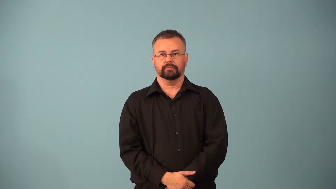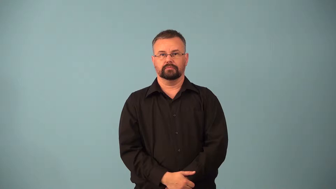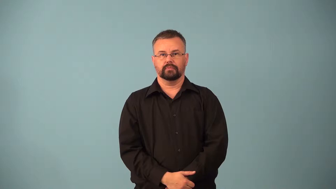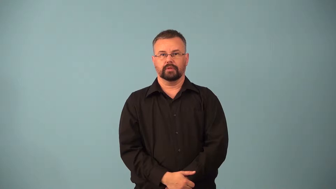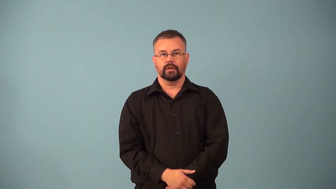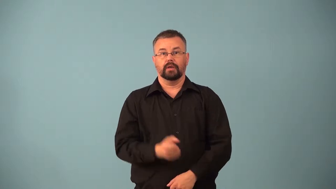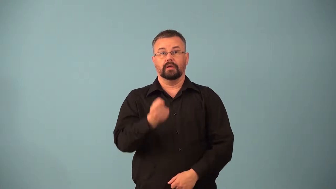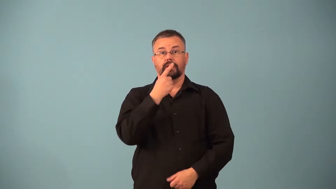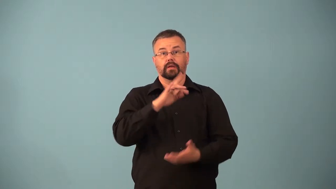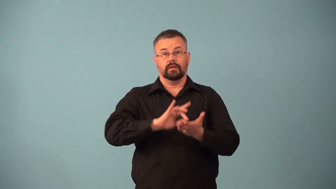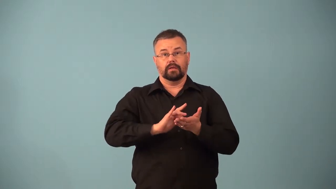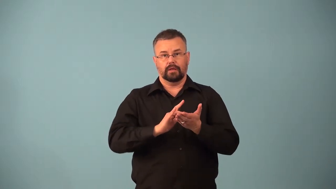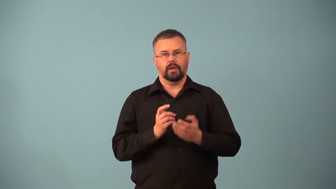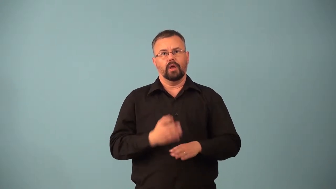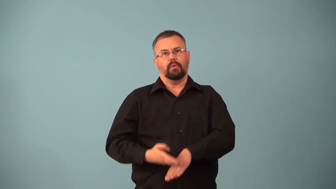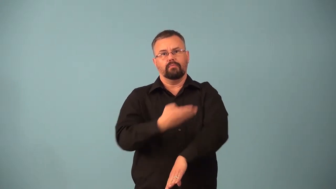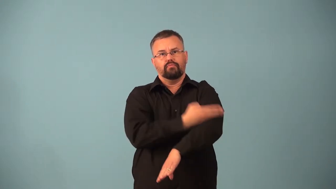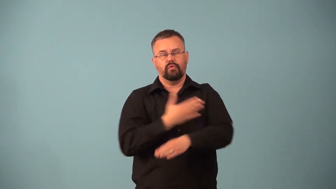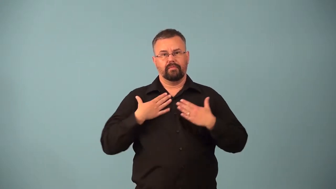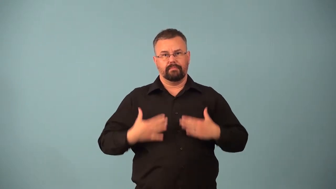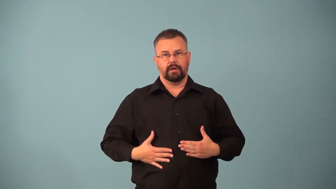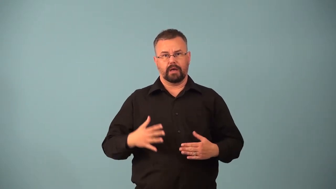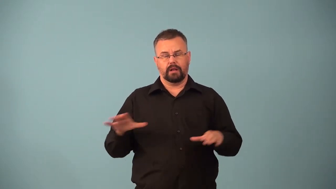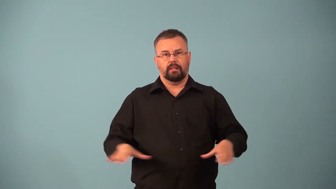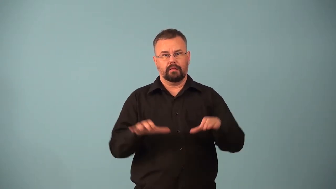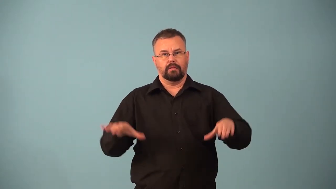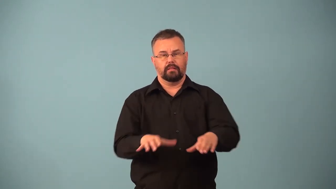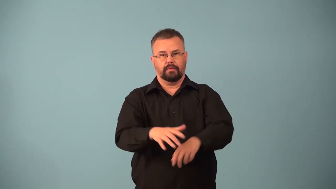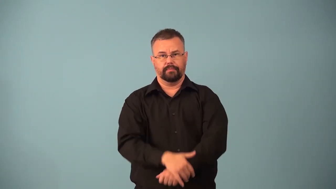doping